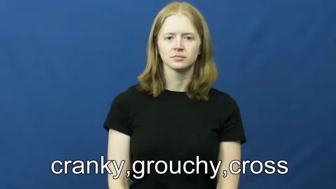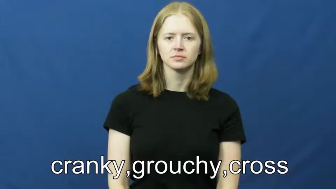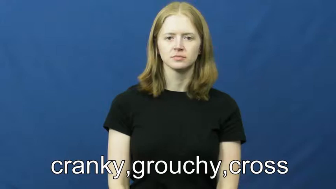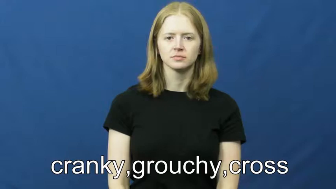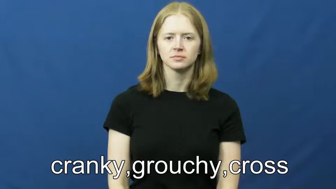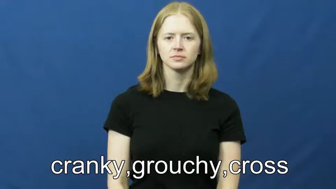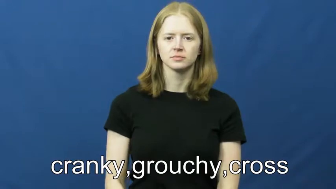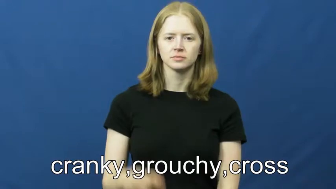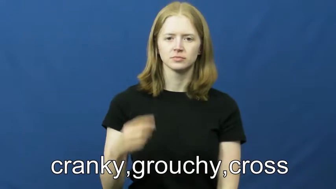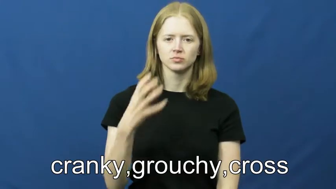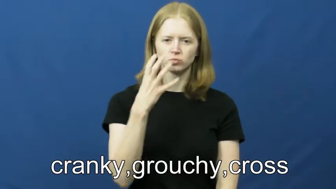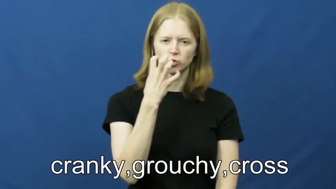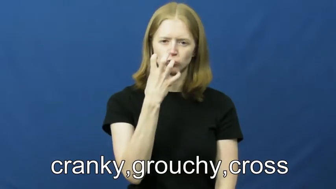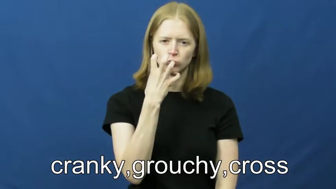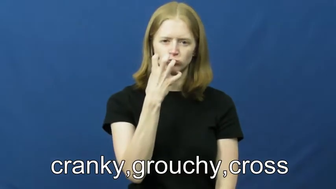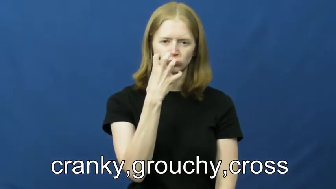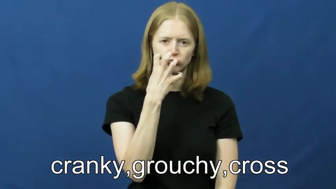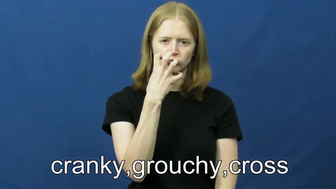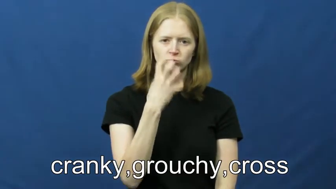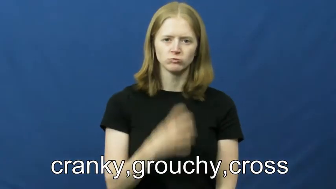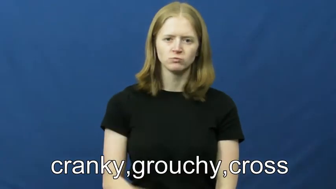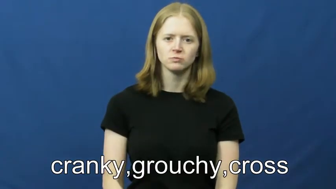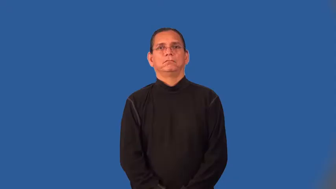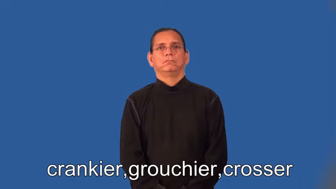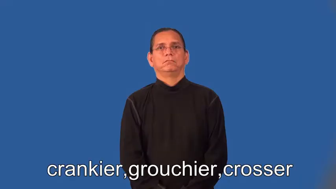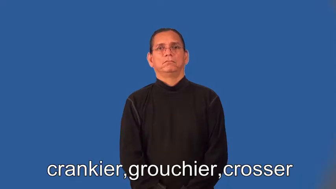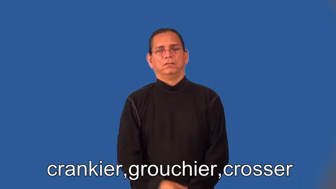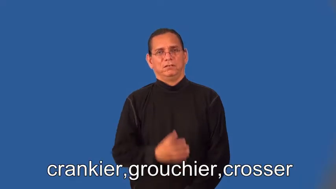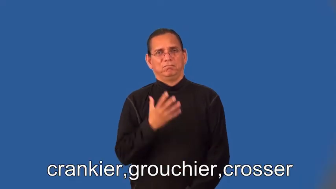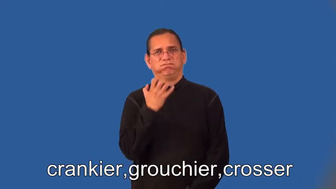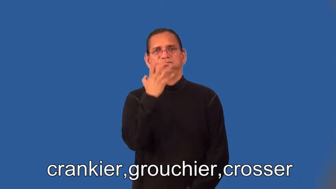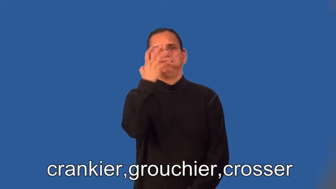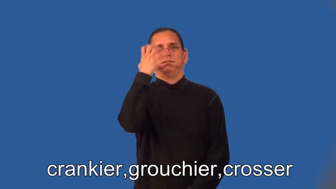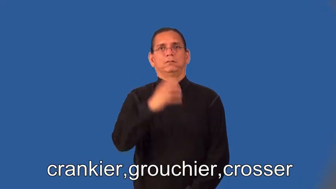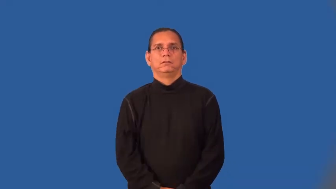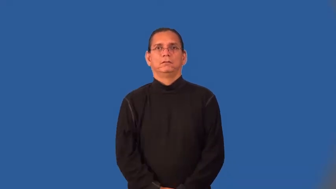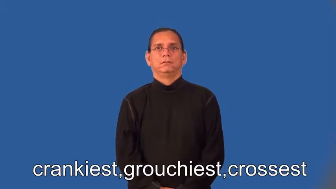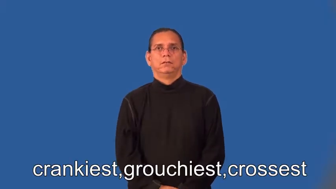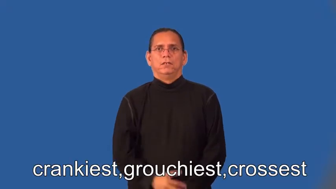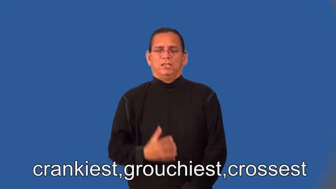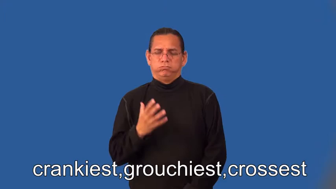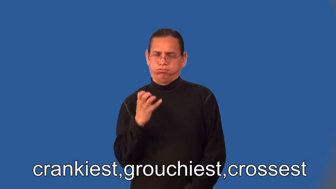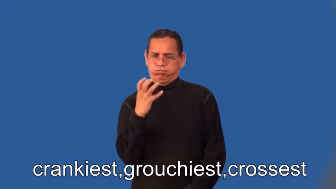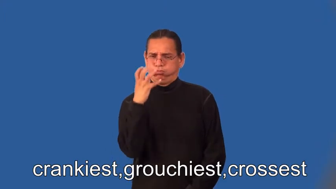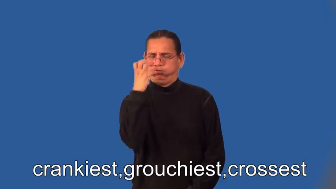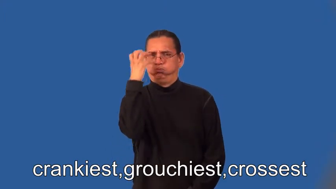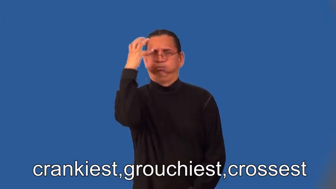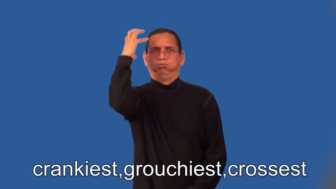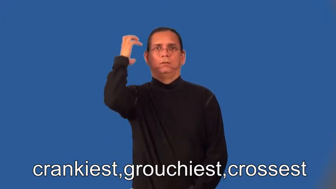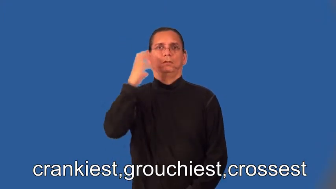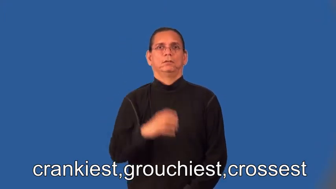crankier,grouchier,crosser,crankiest,grouchiest,crossest